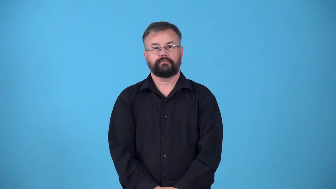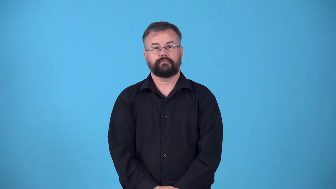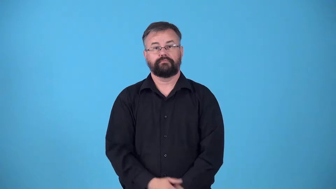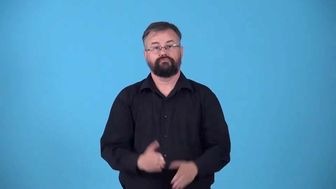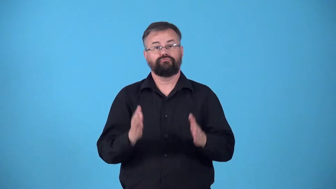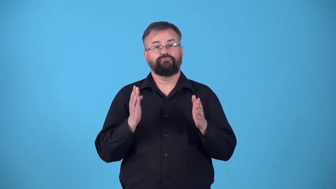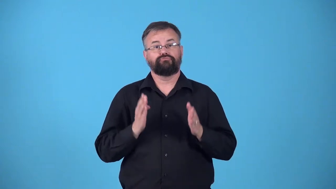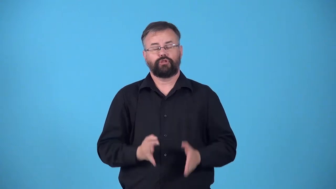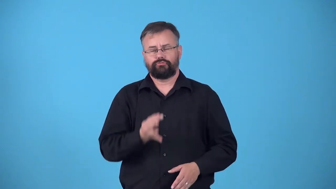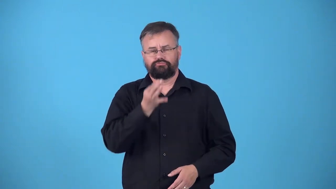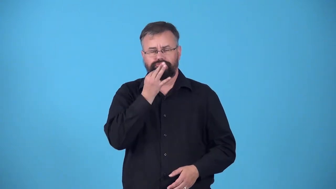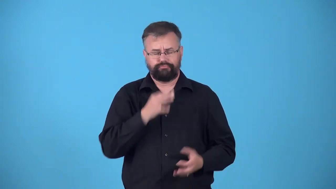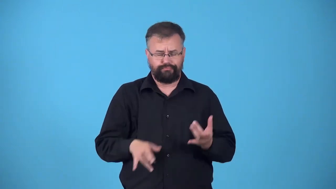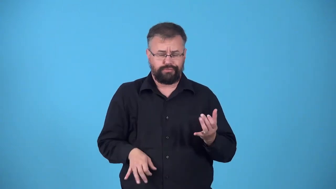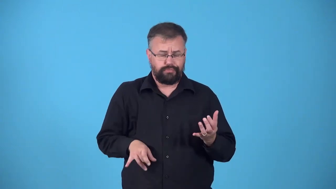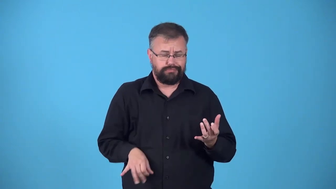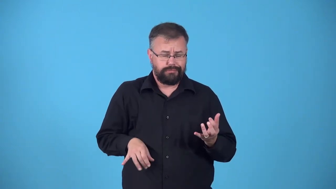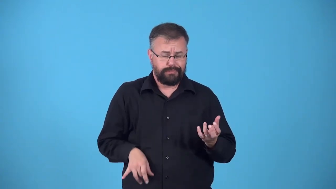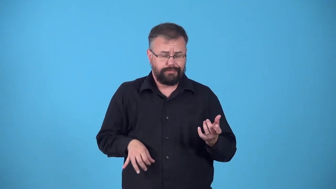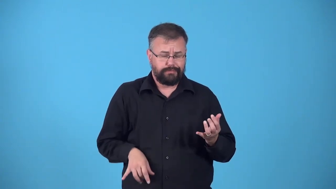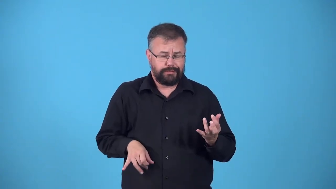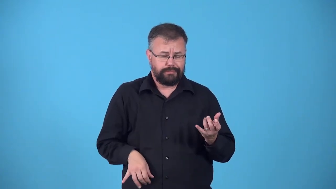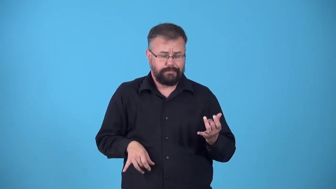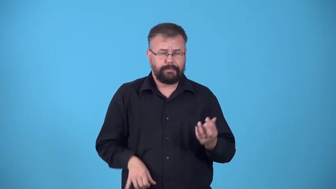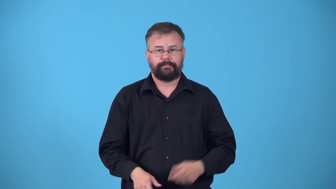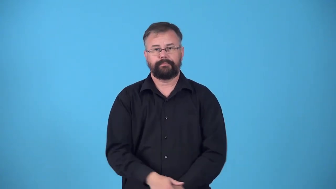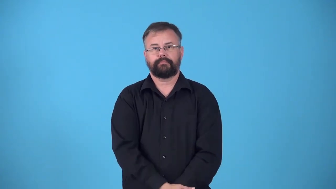pick, picker